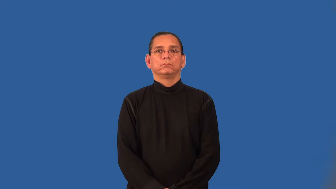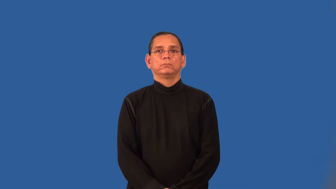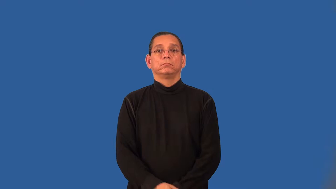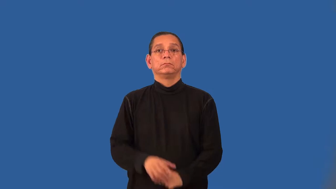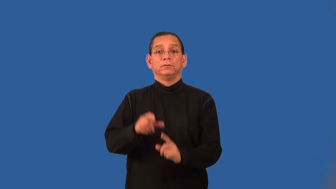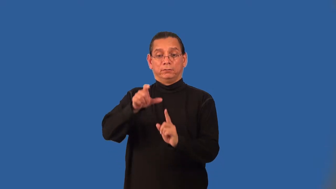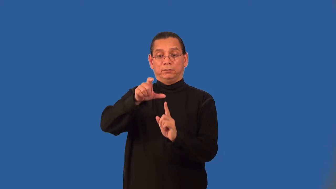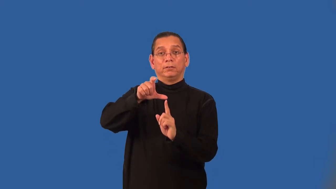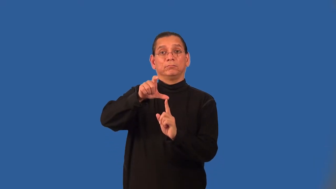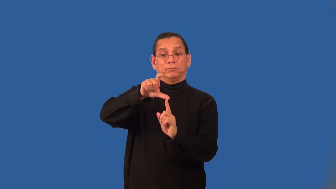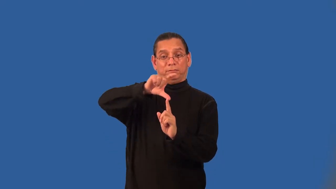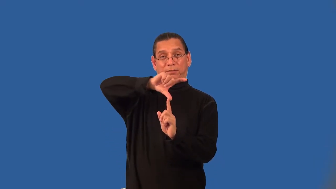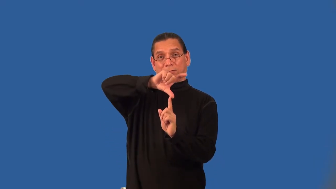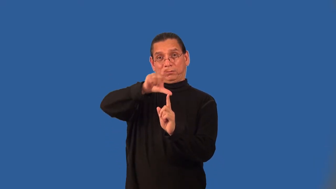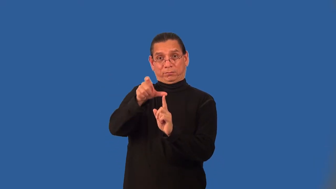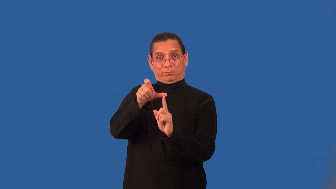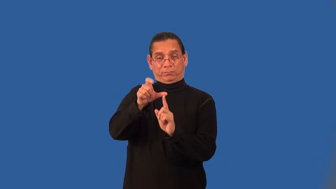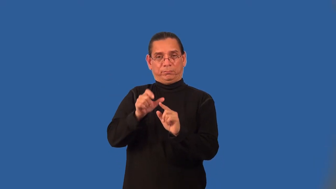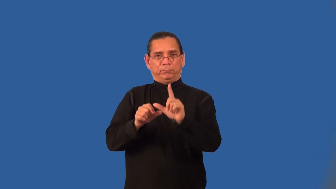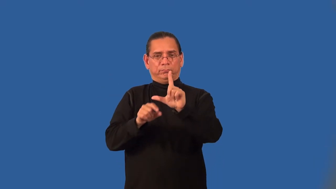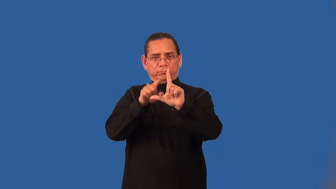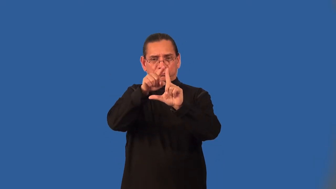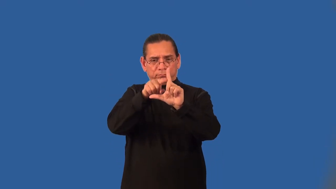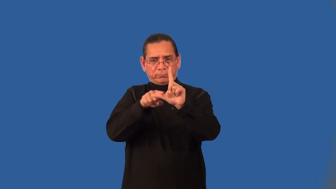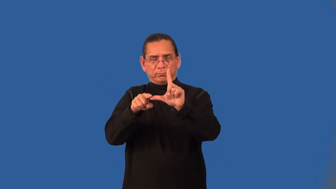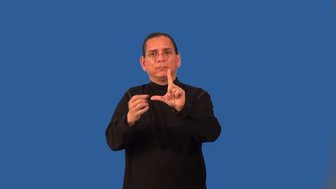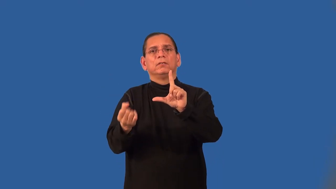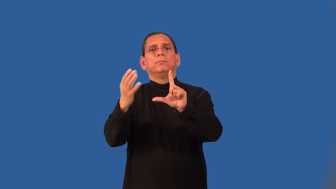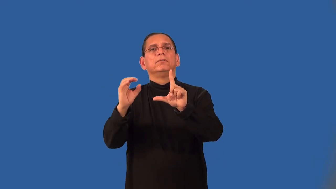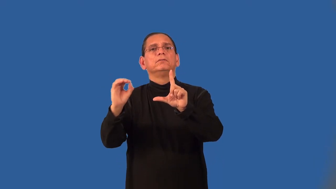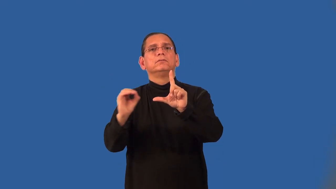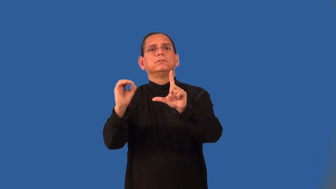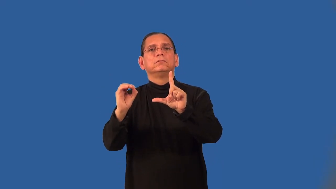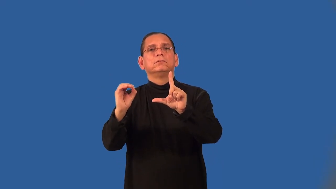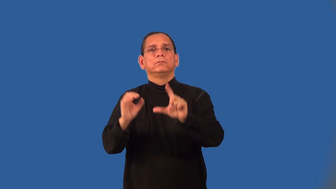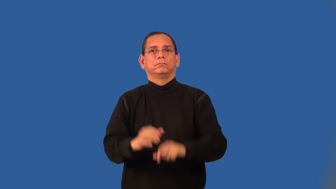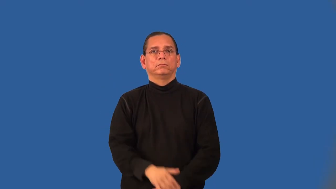angle of rotation